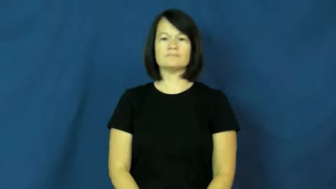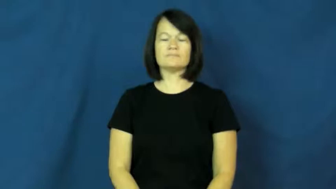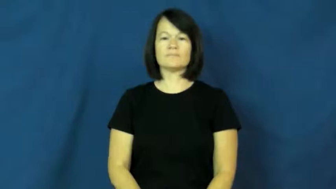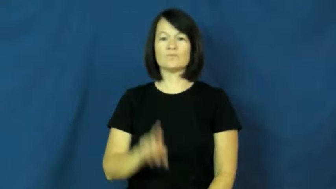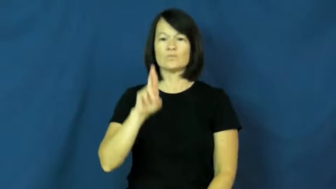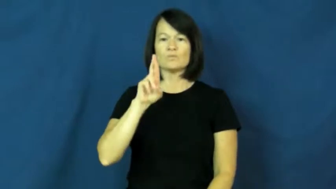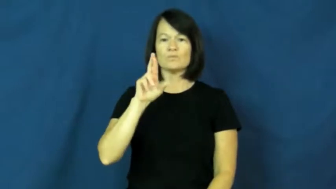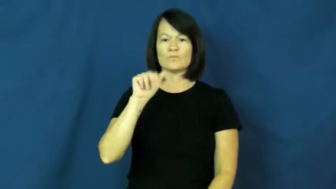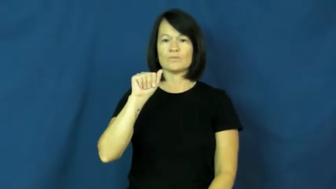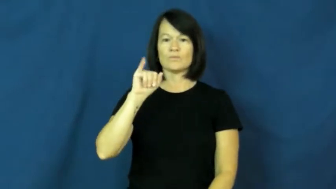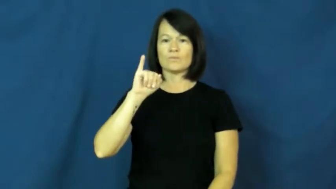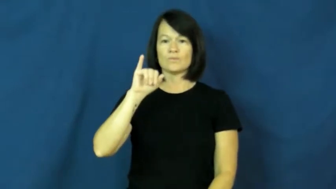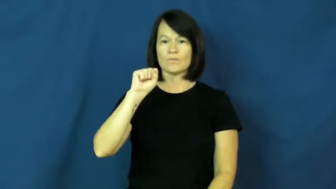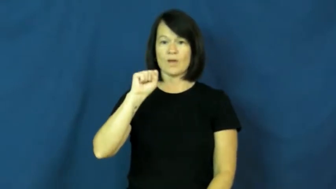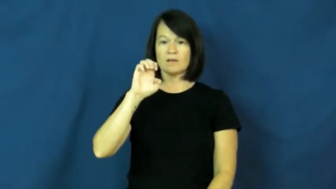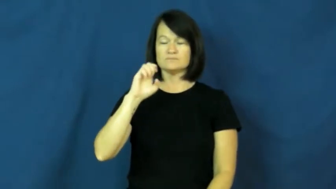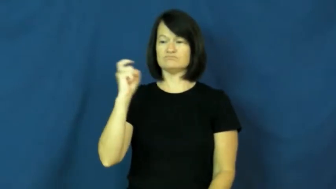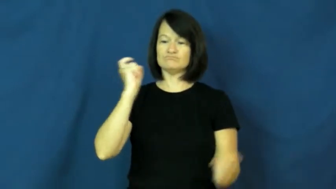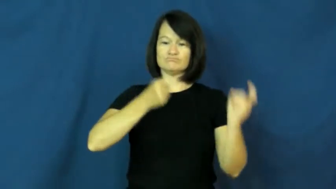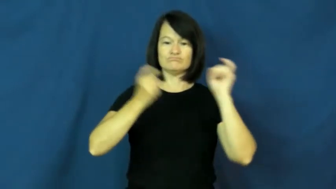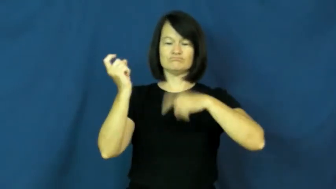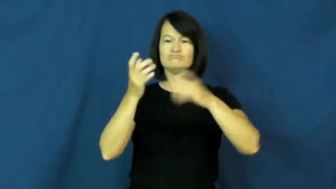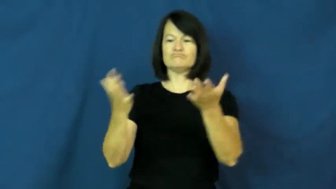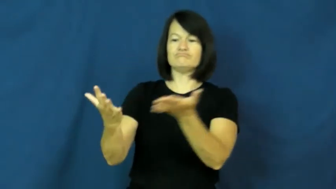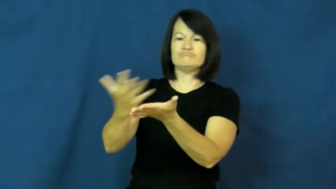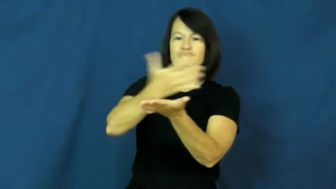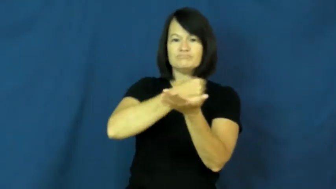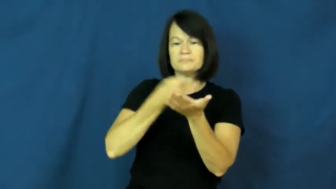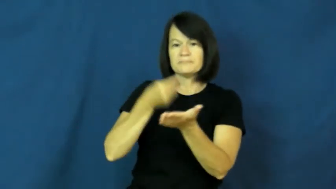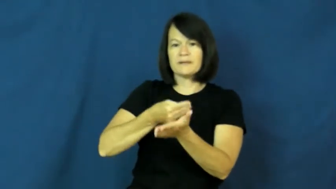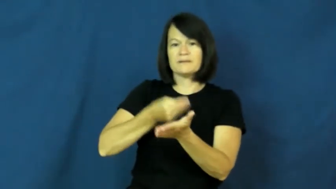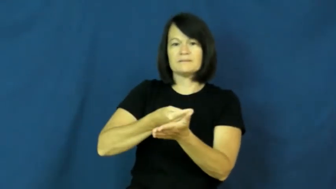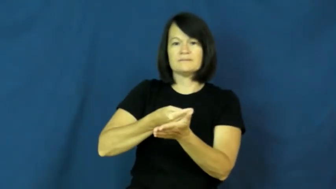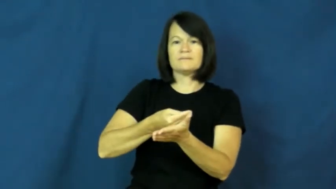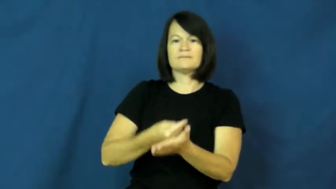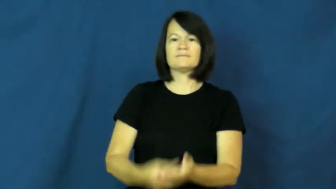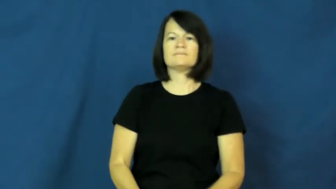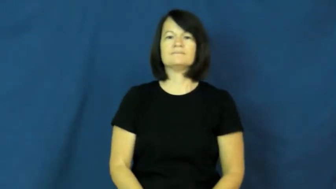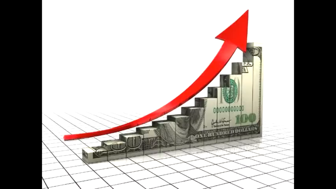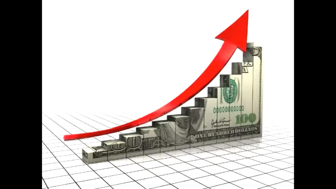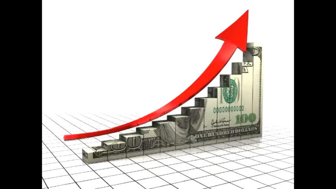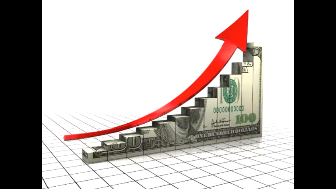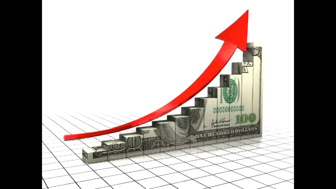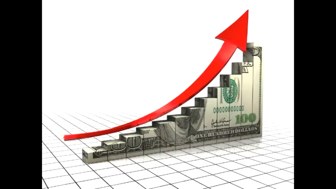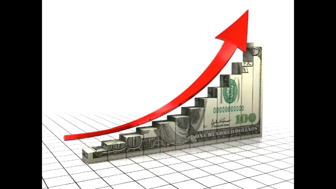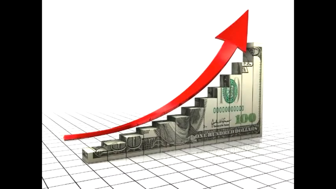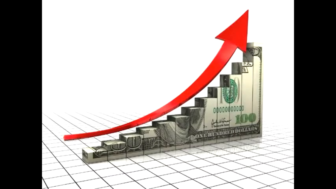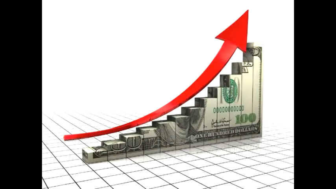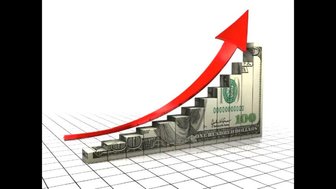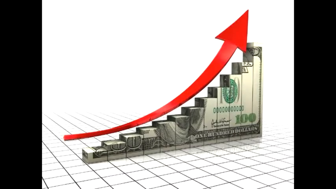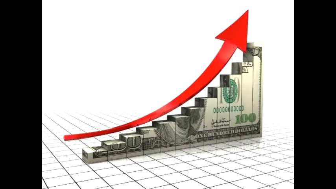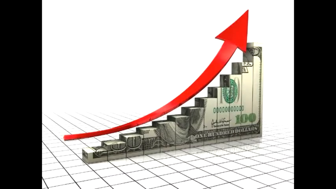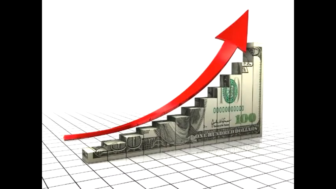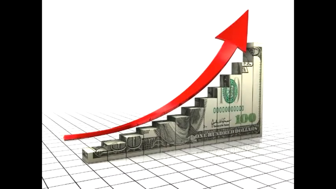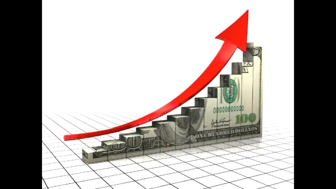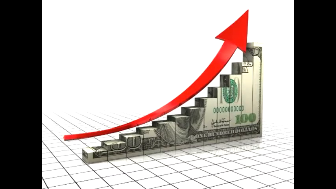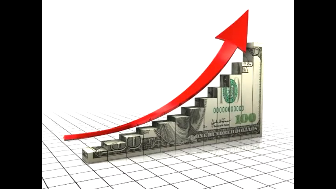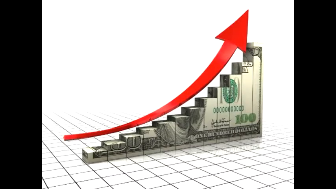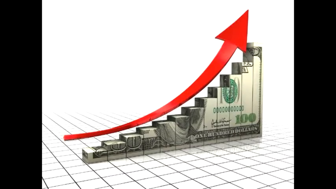raise-money